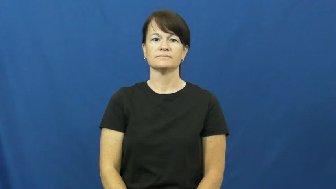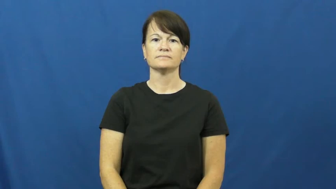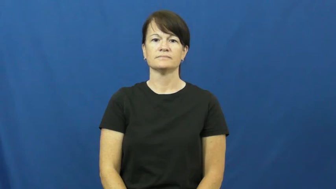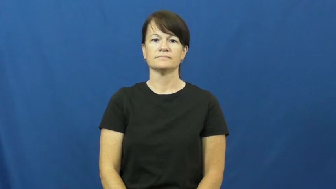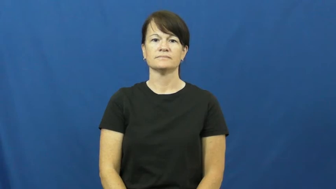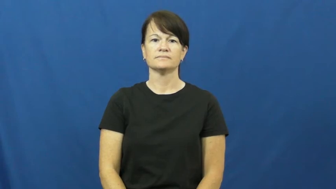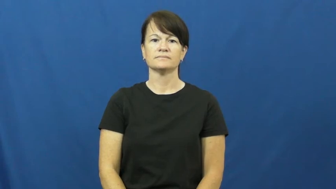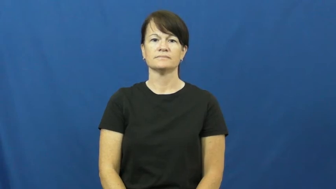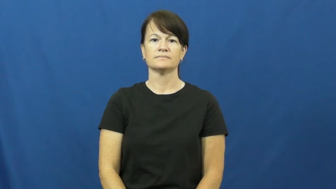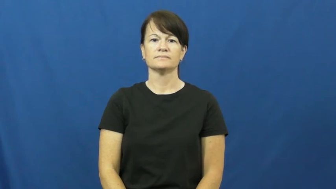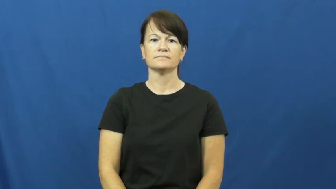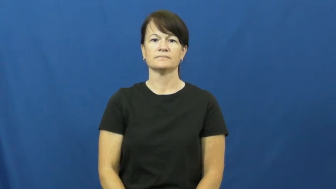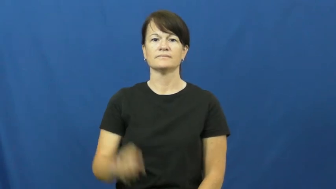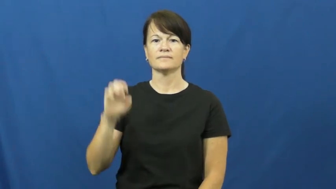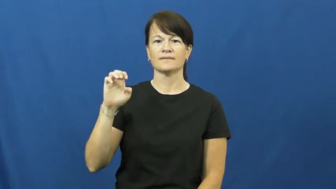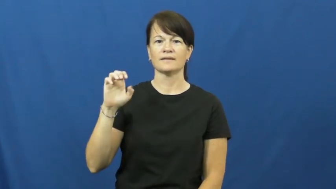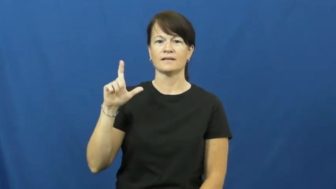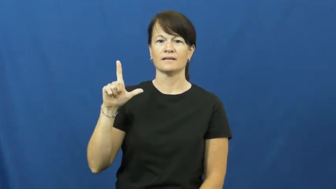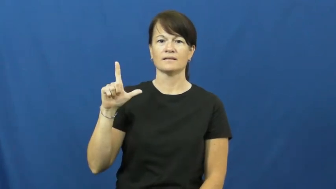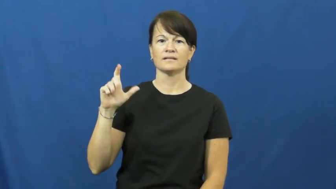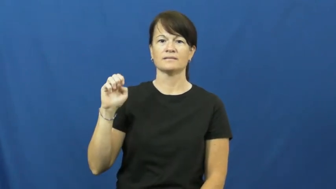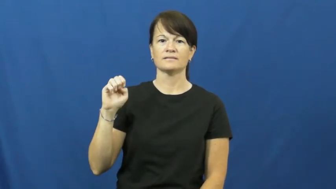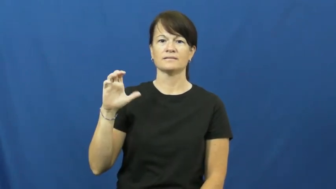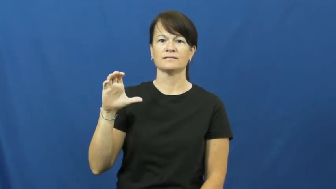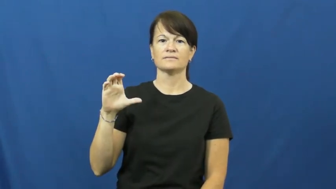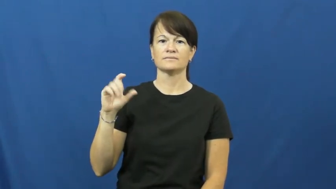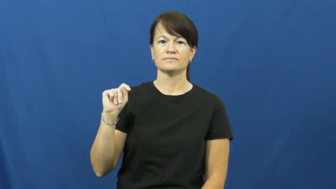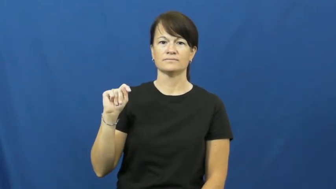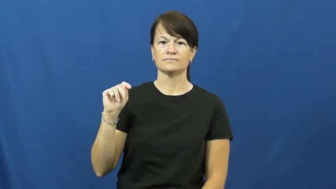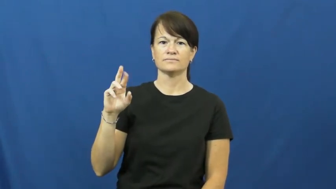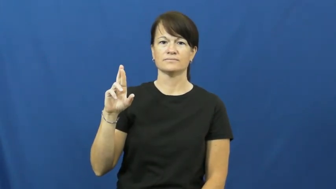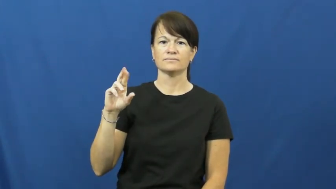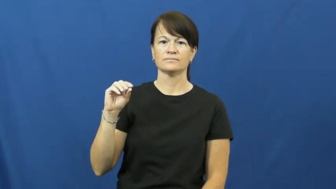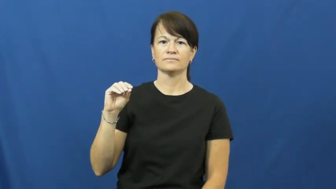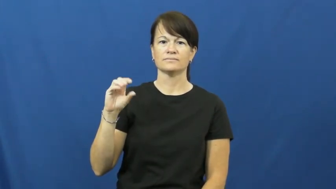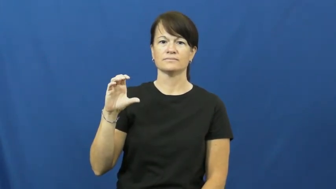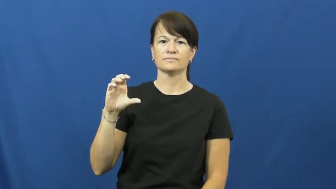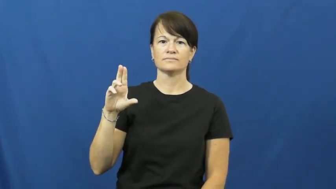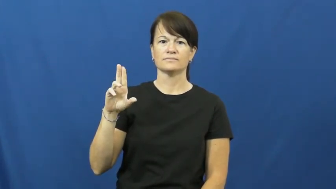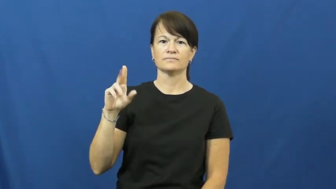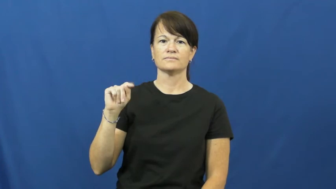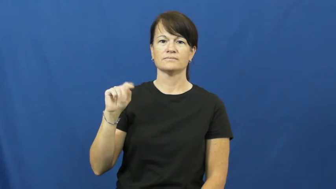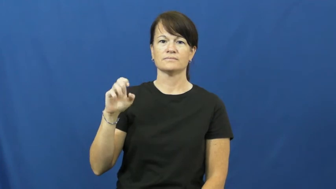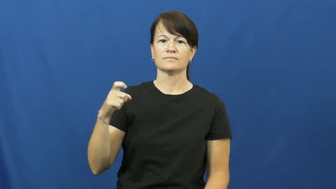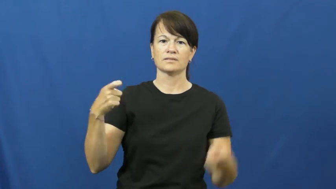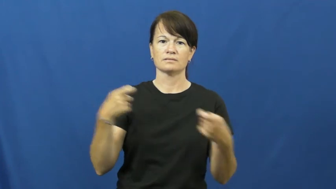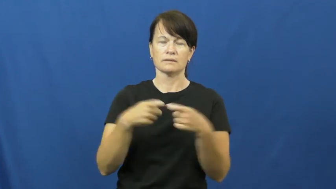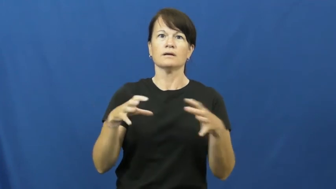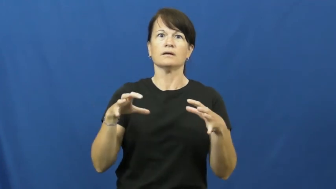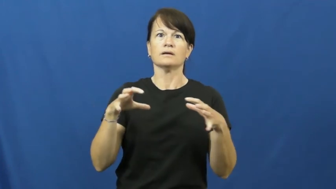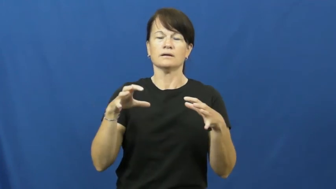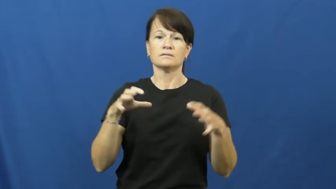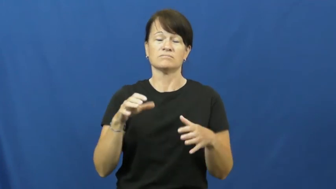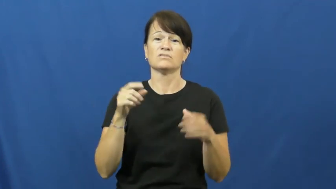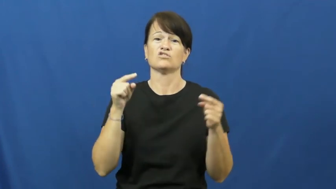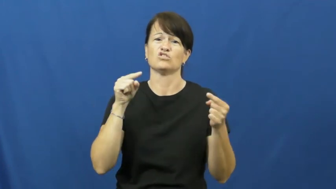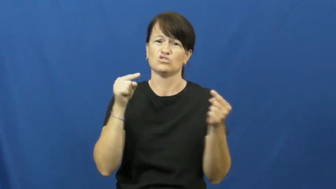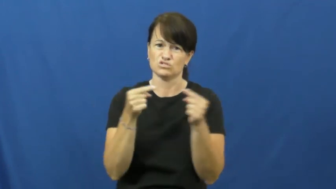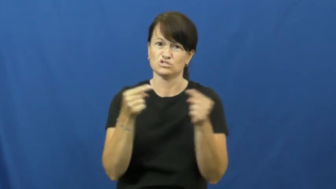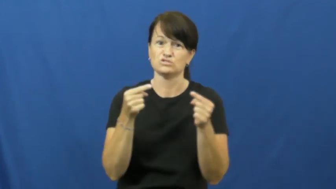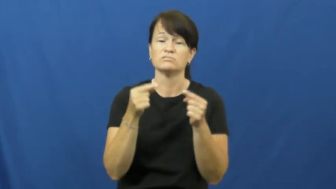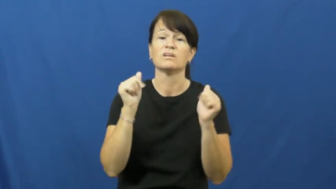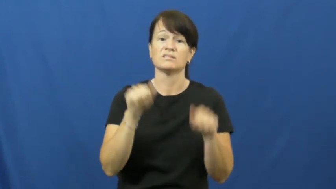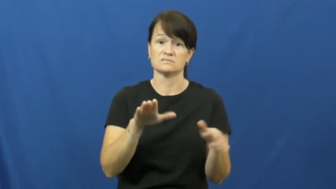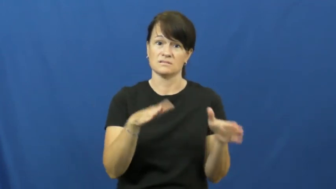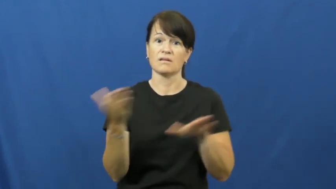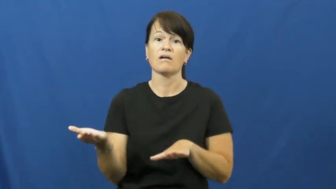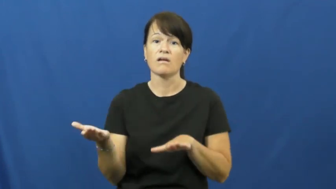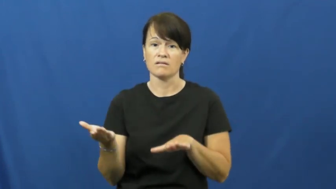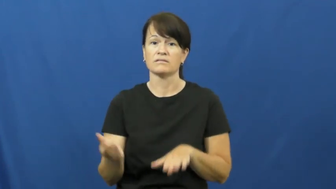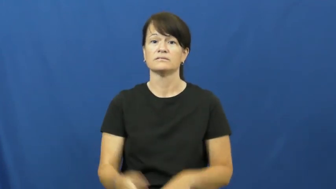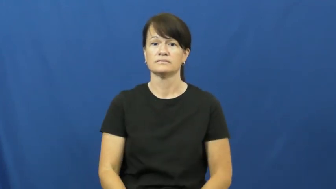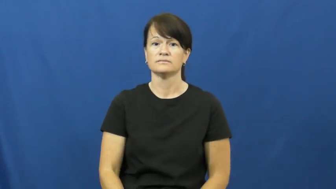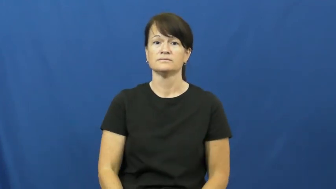electrocute